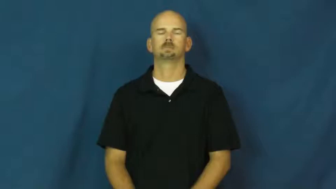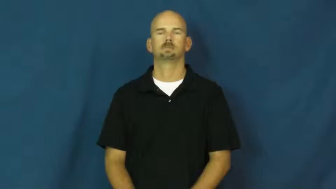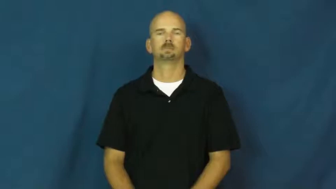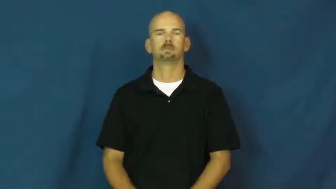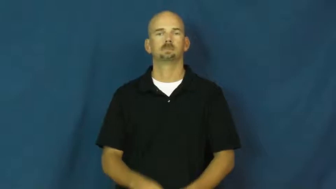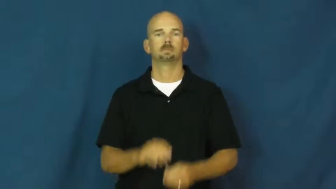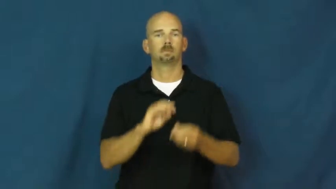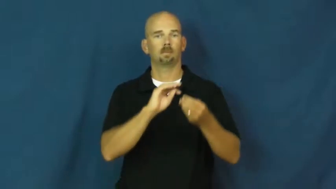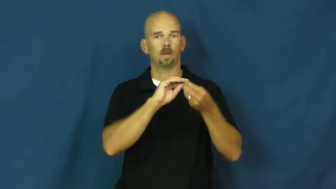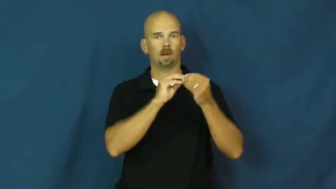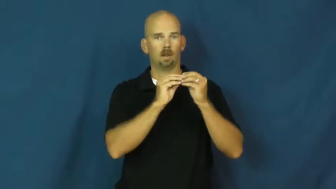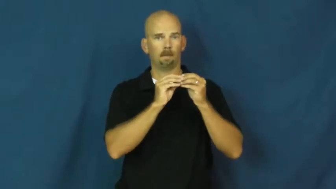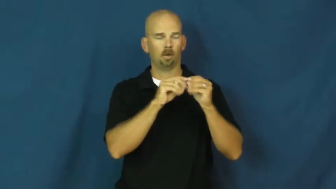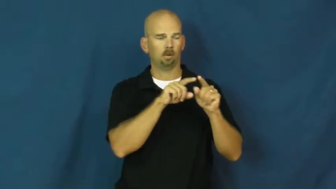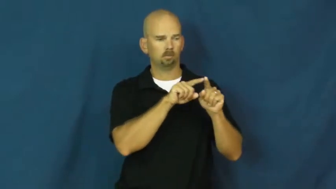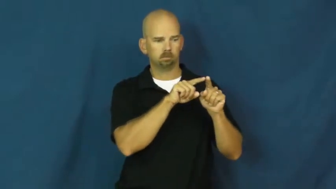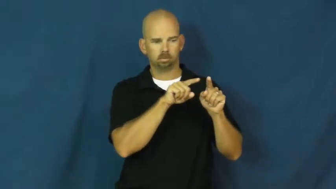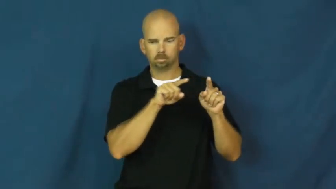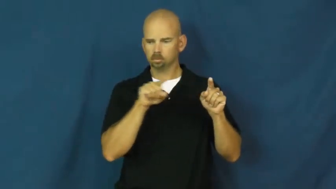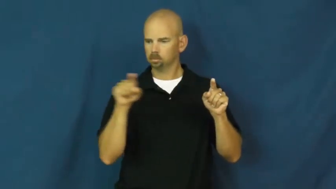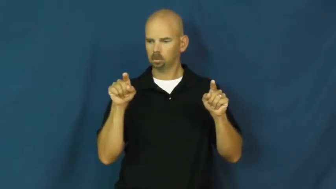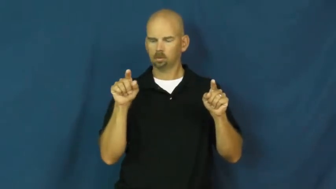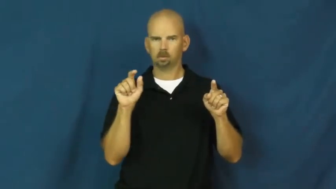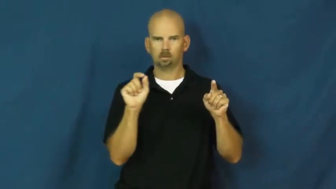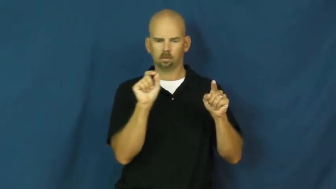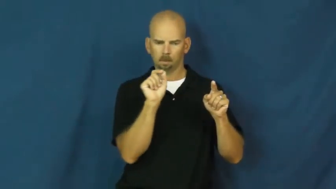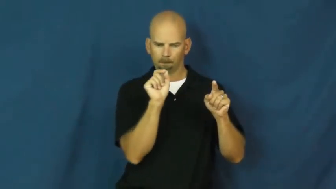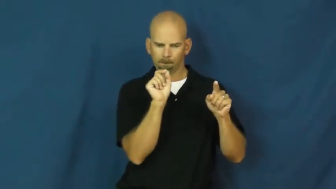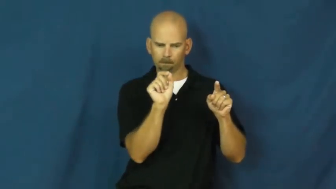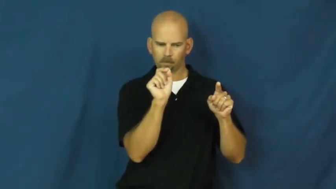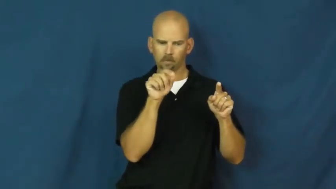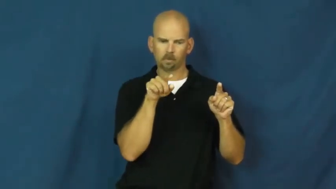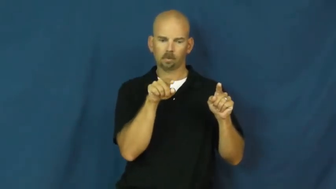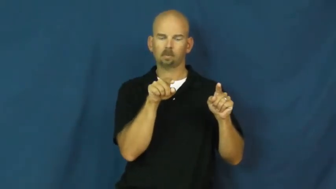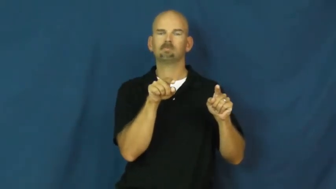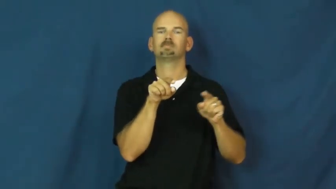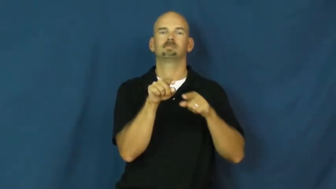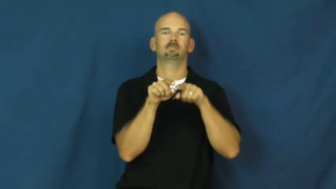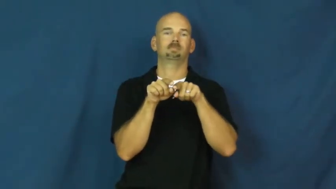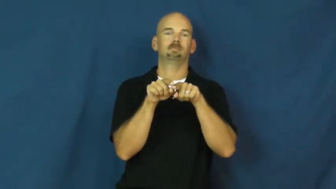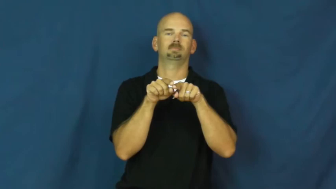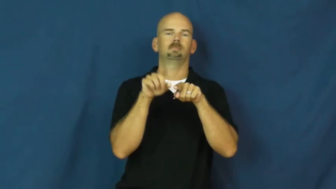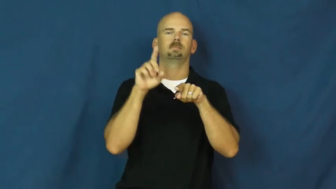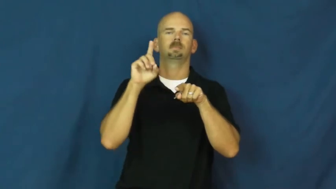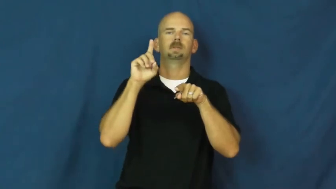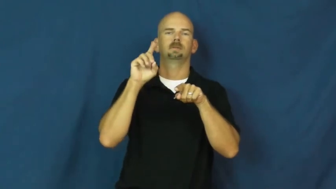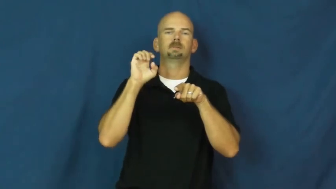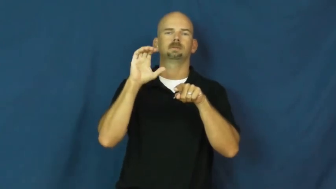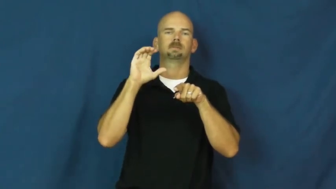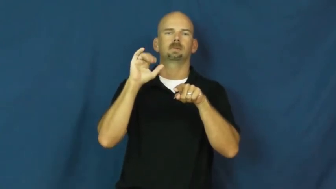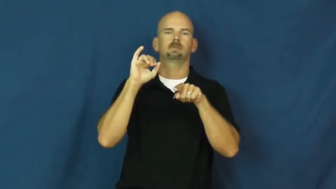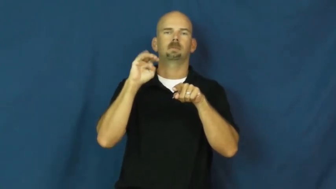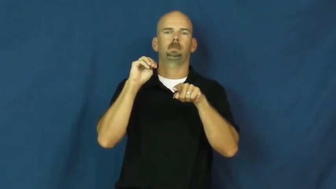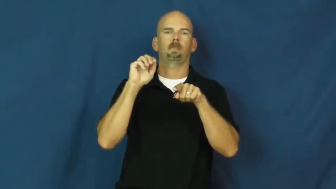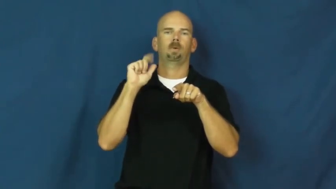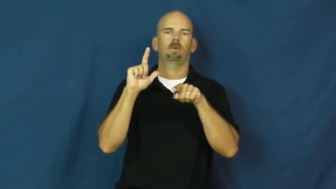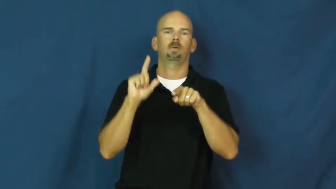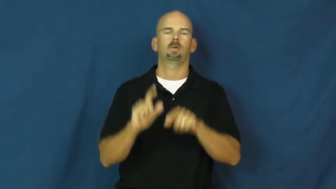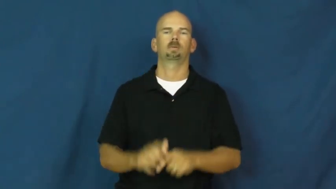decimal